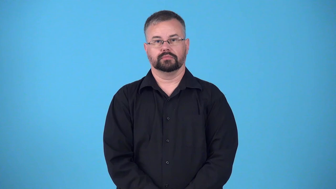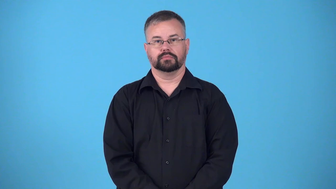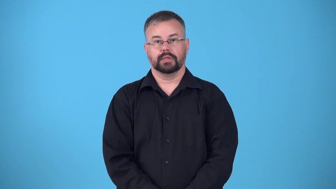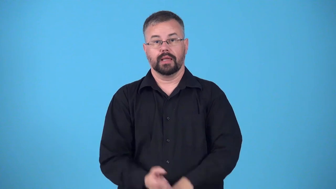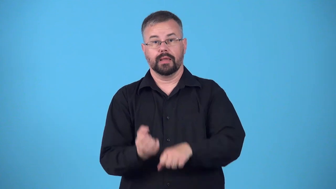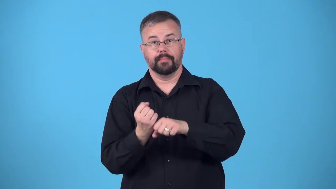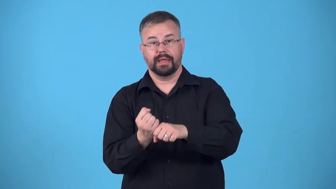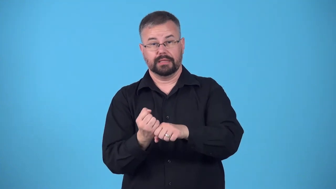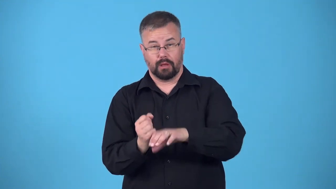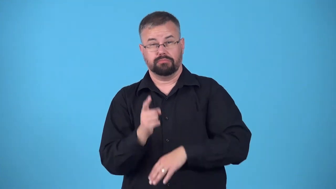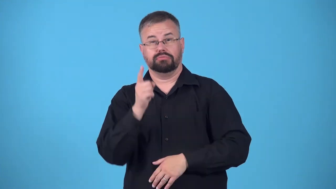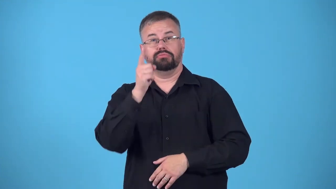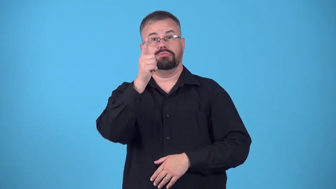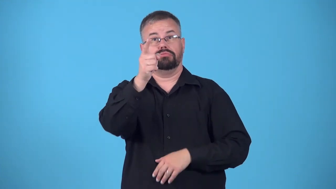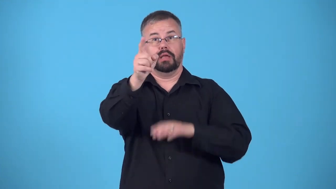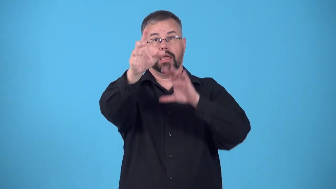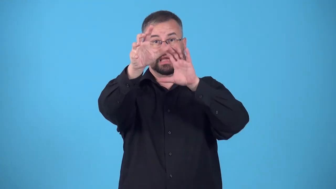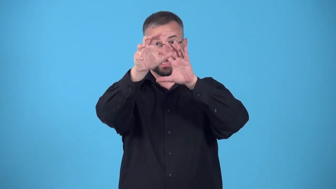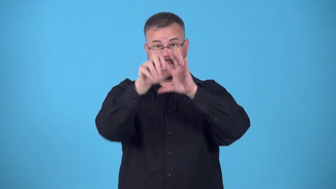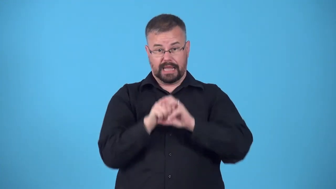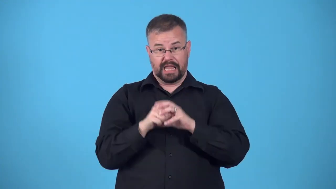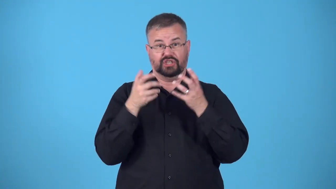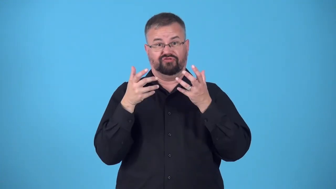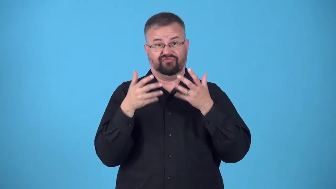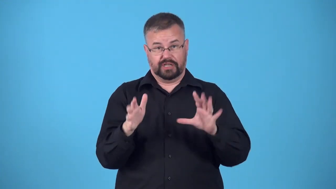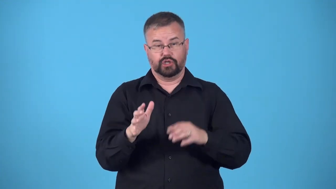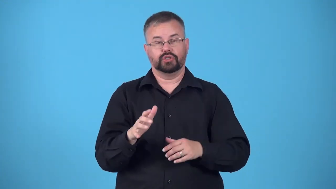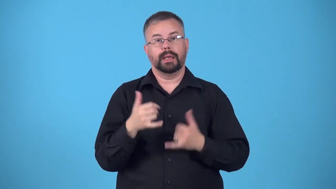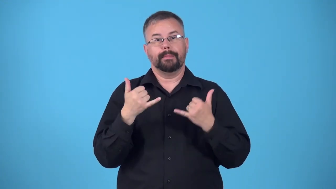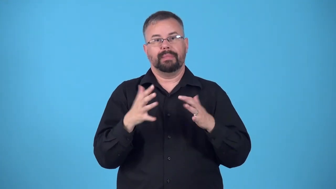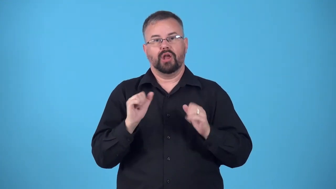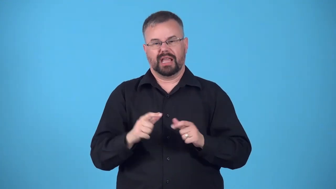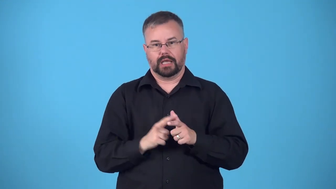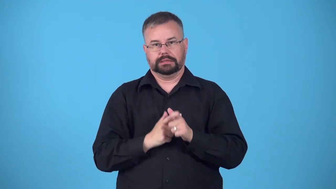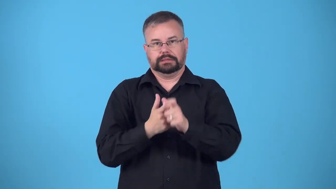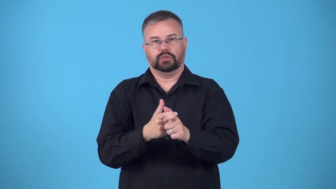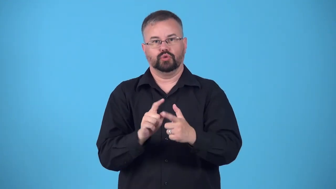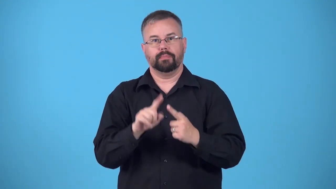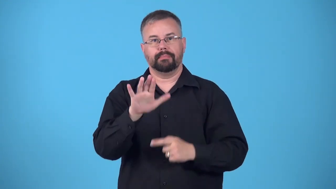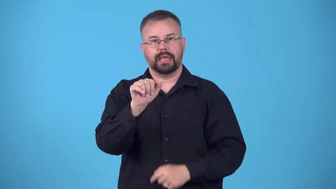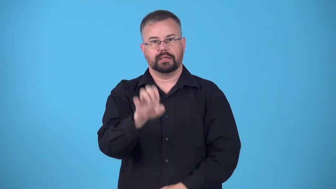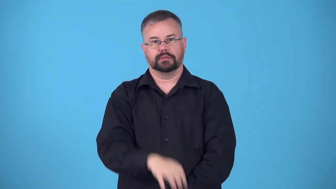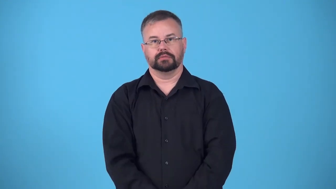tag up